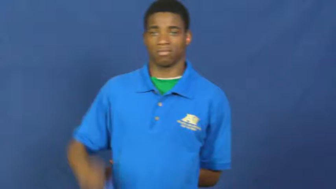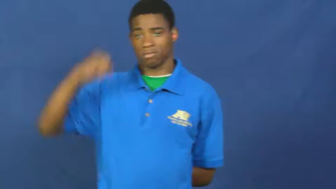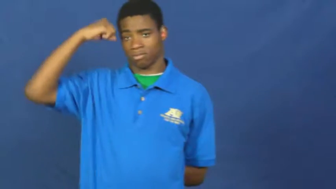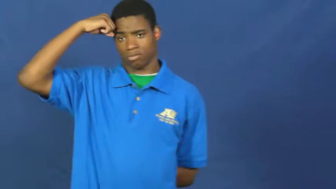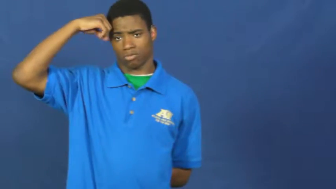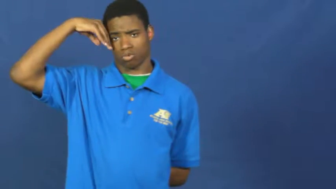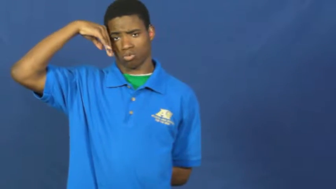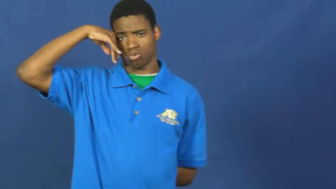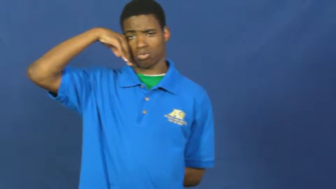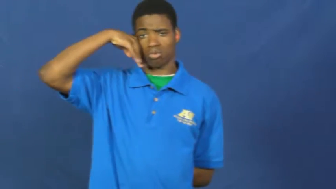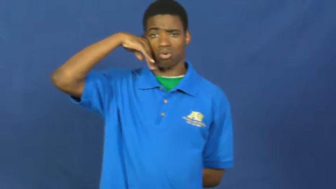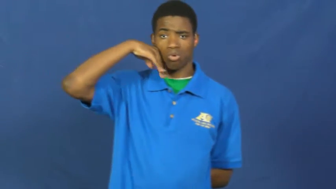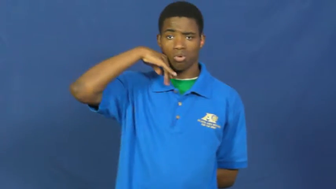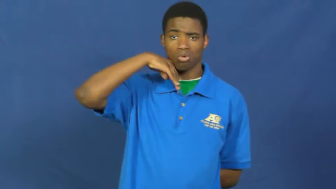sweat,perspire